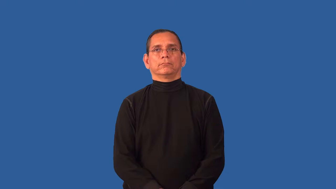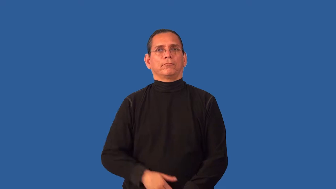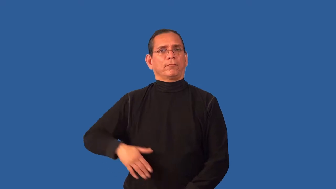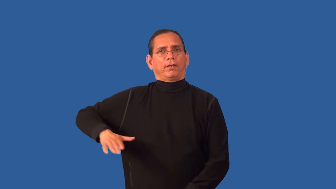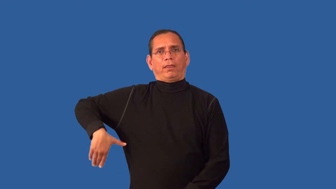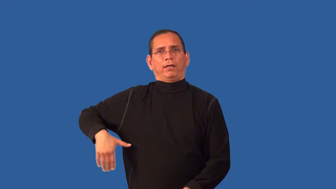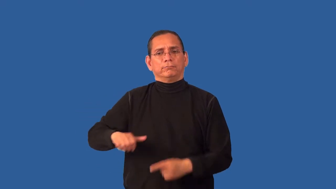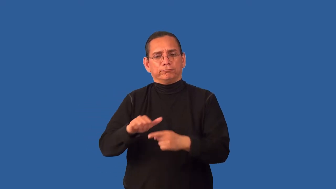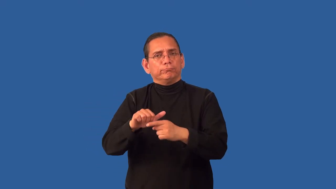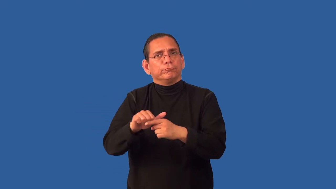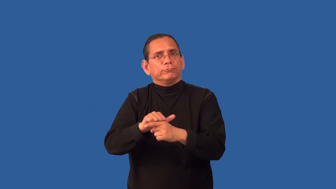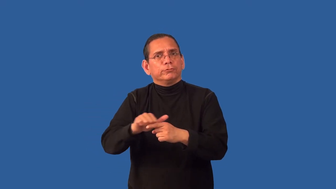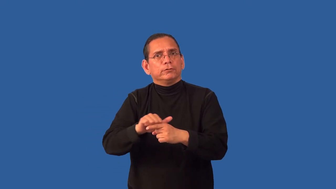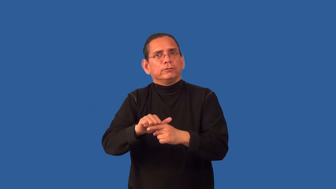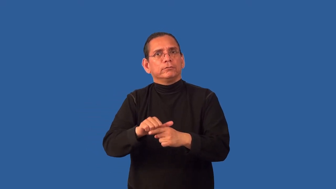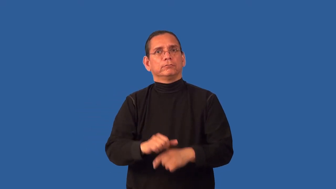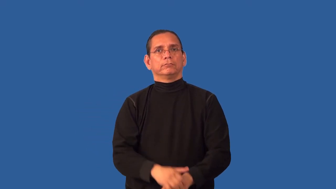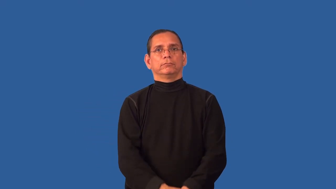untutored